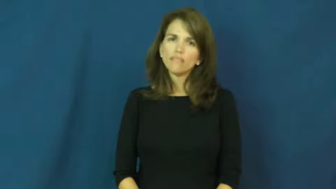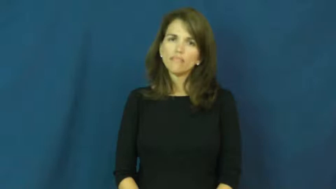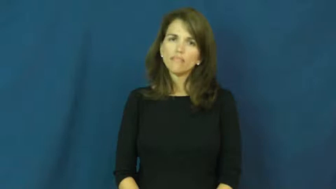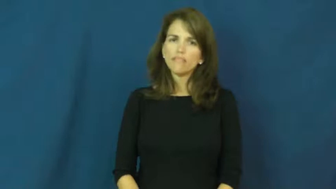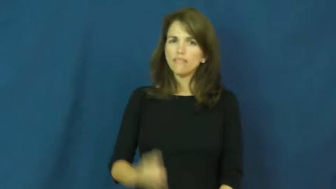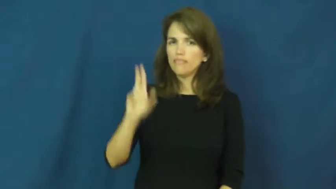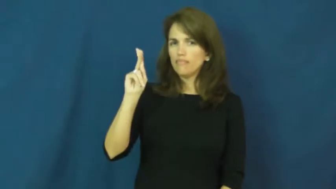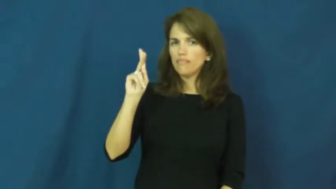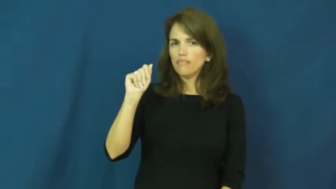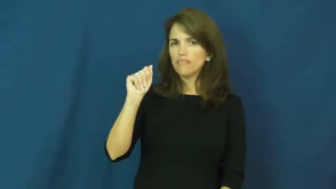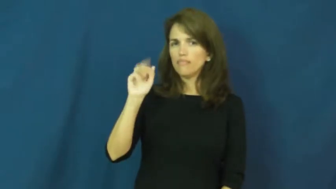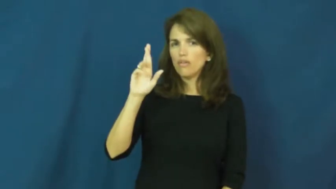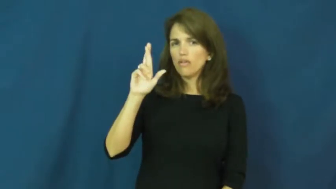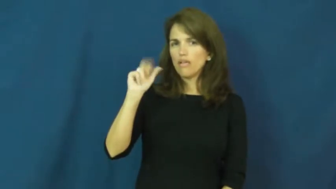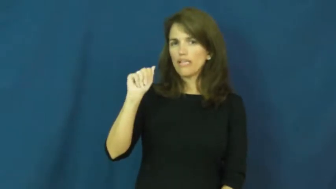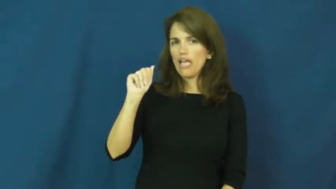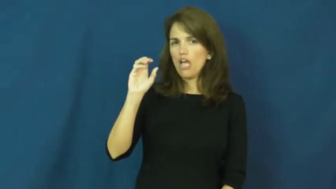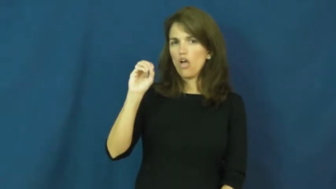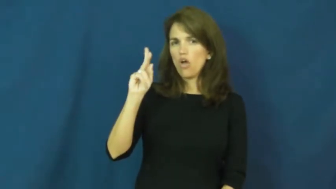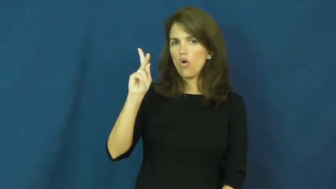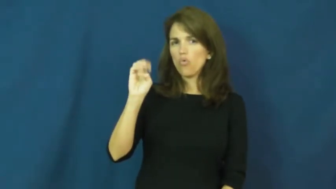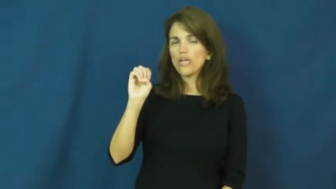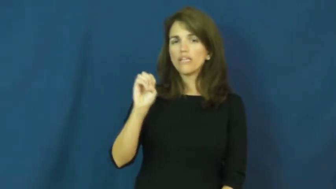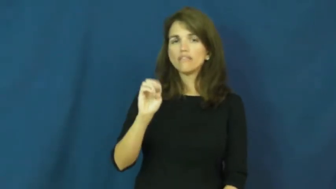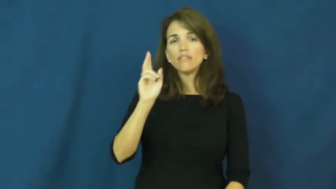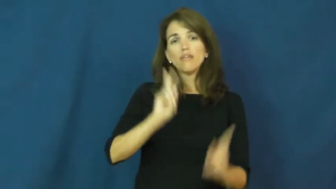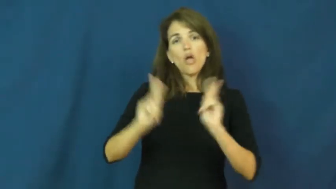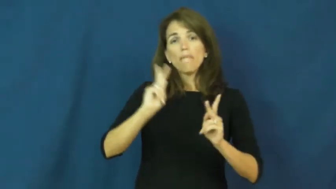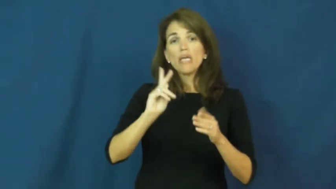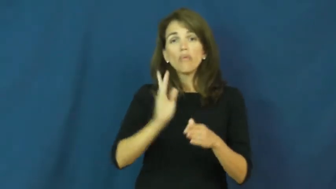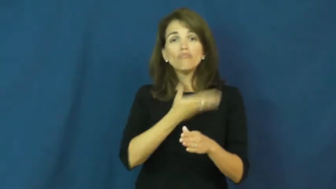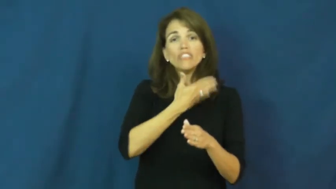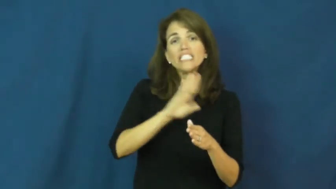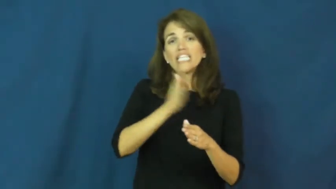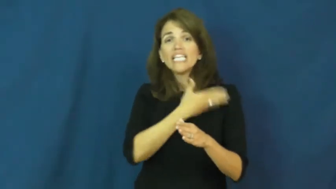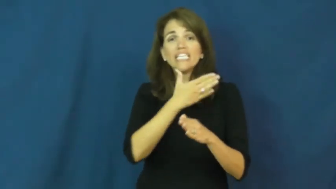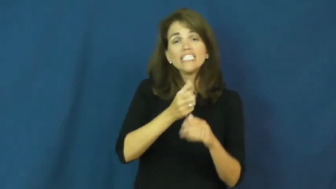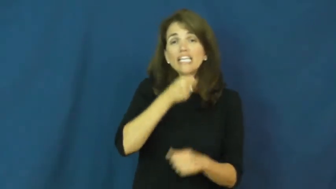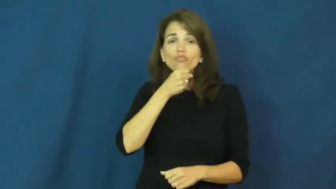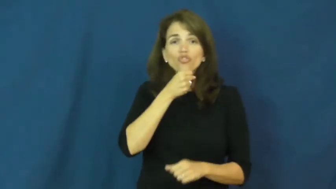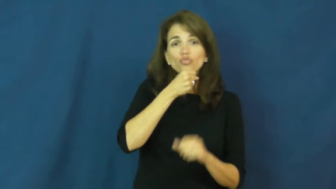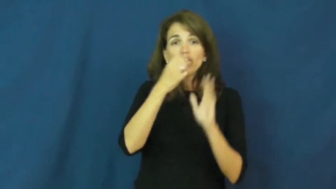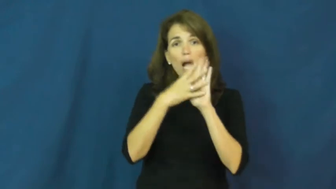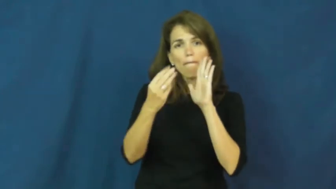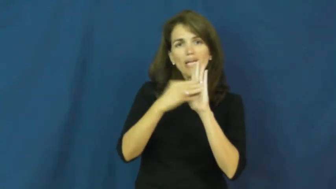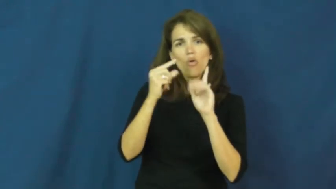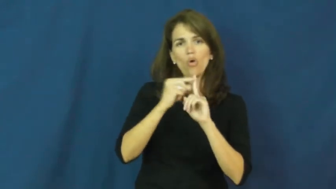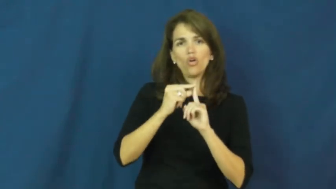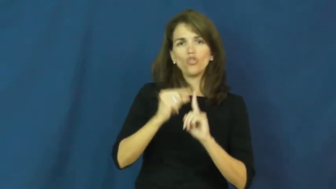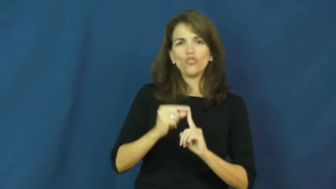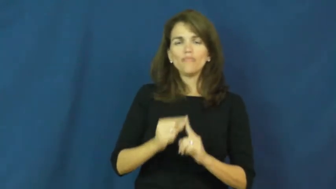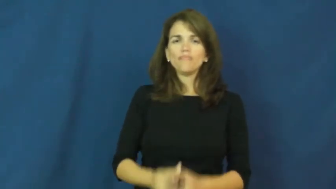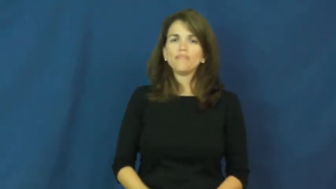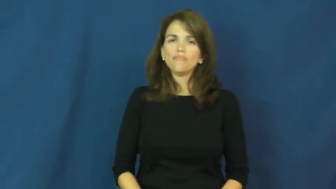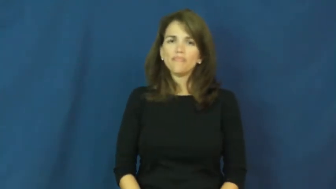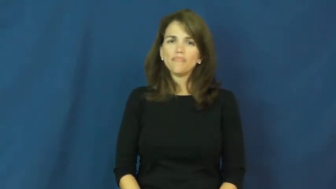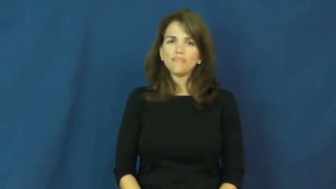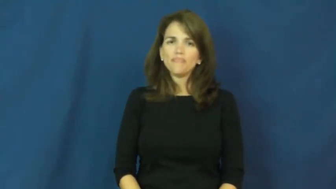karaoke